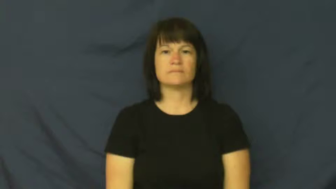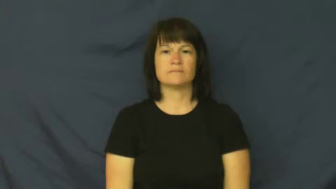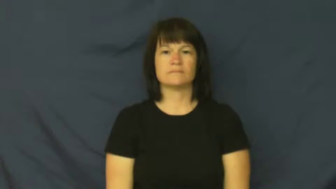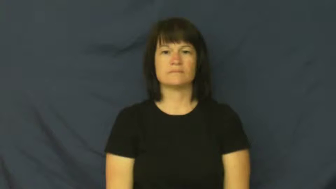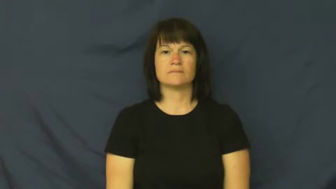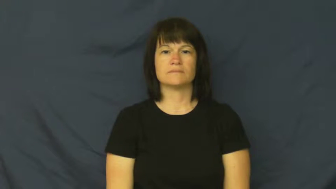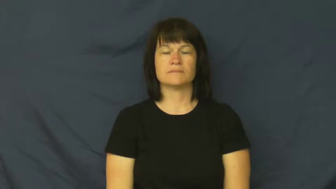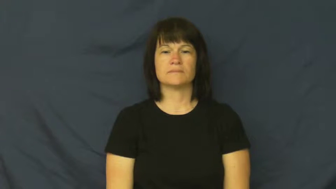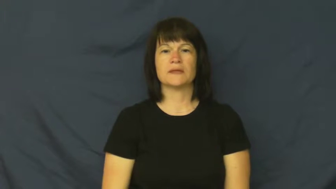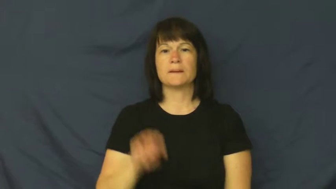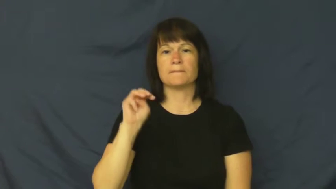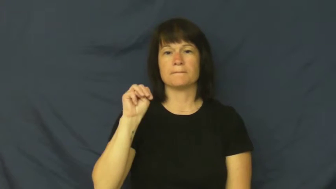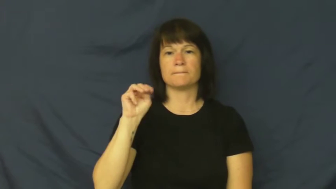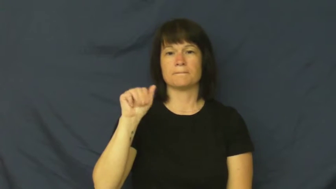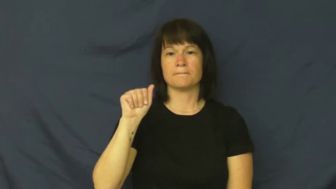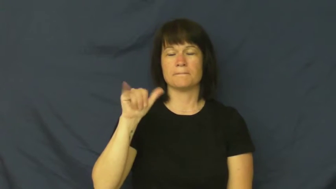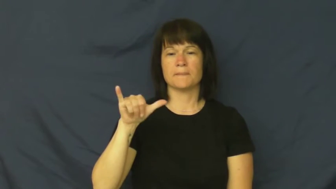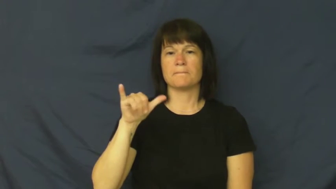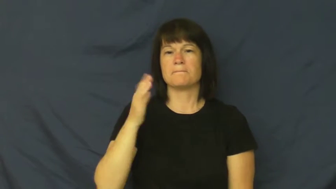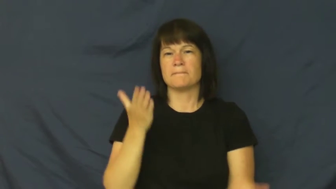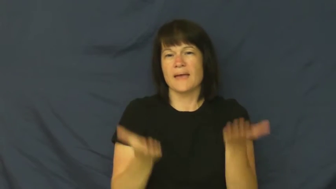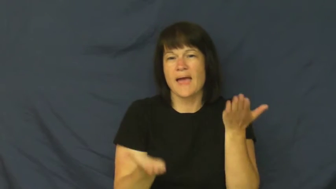may-maybe